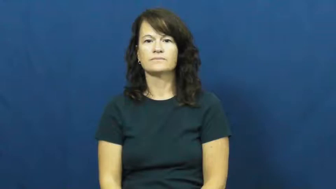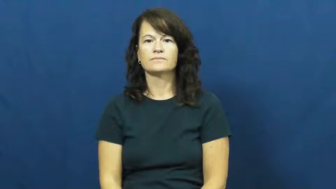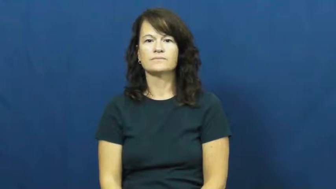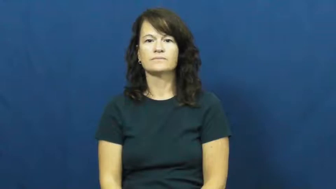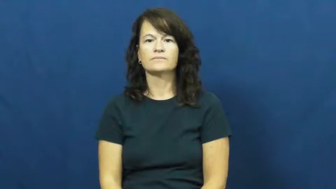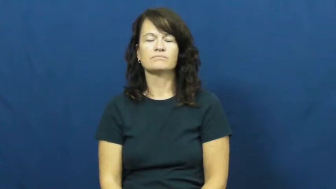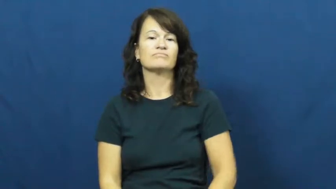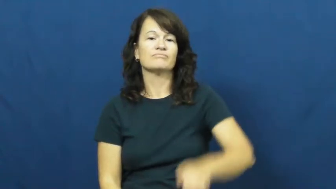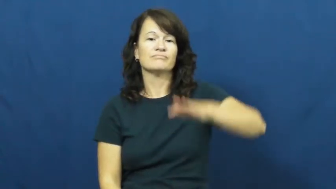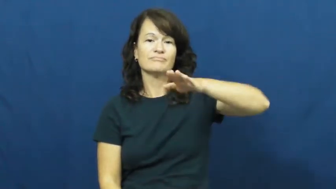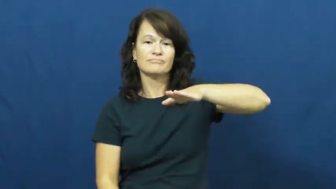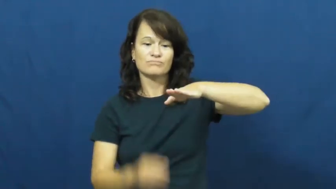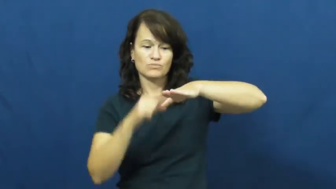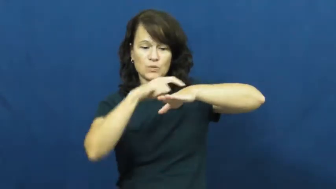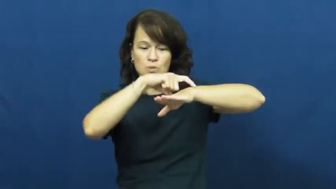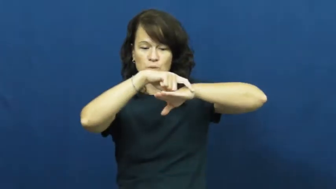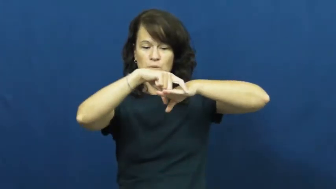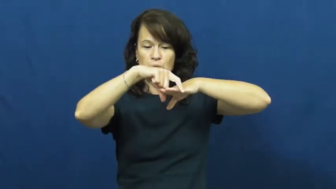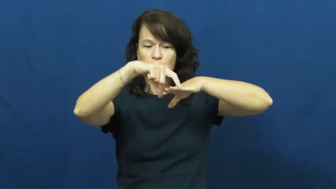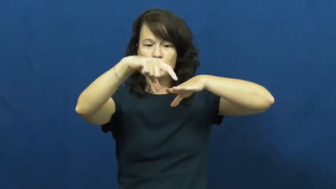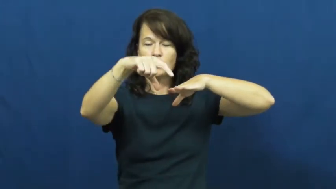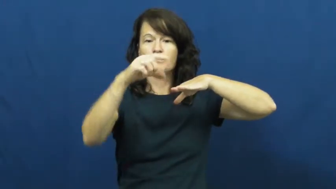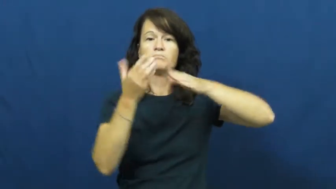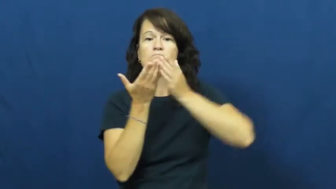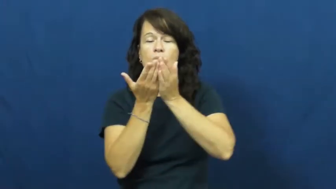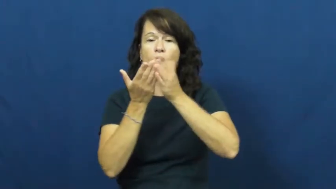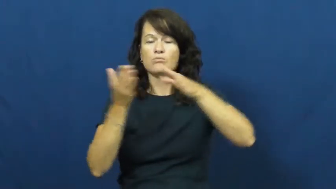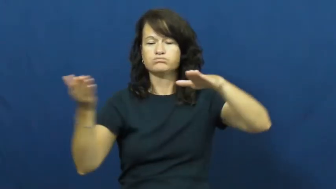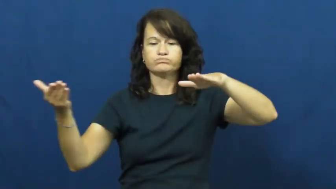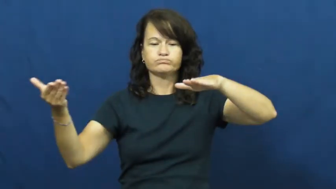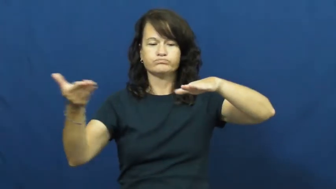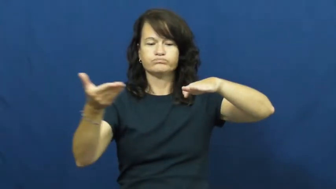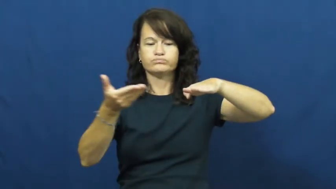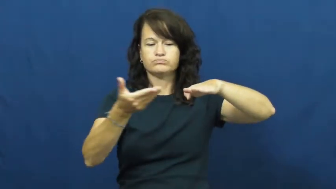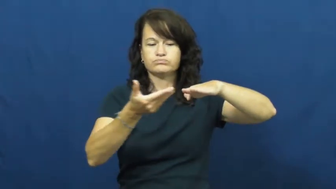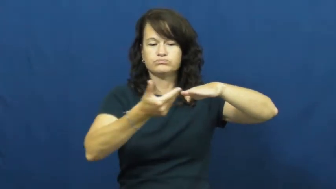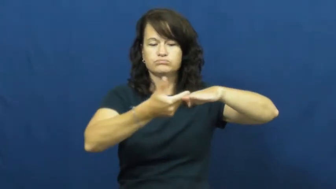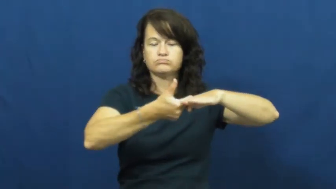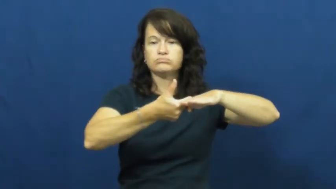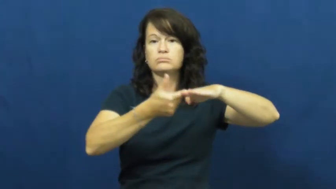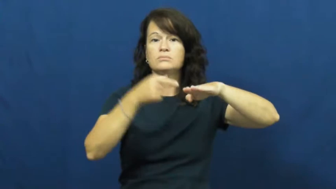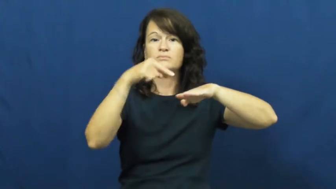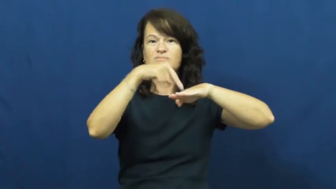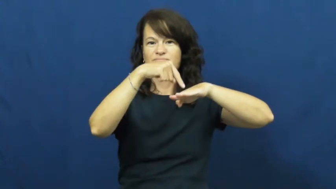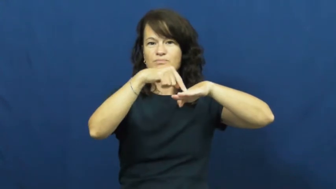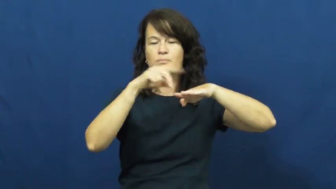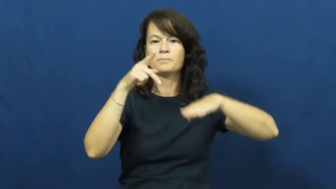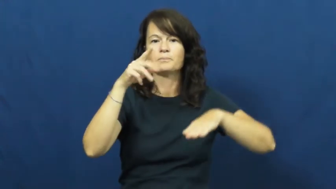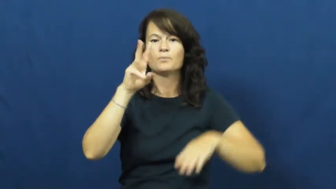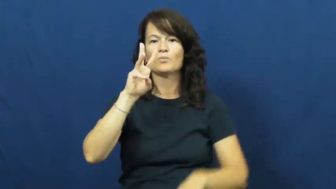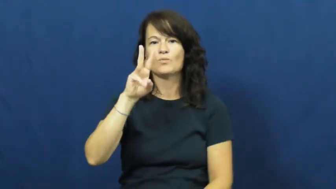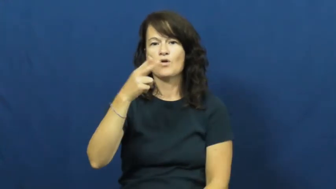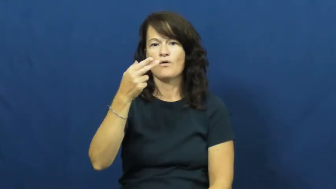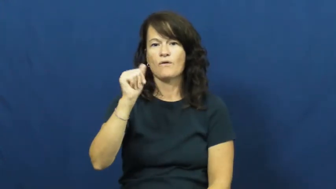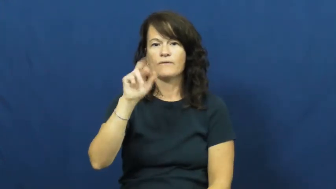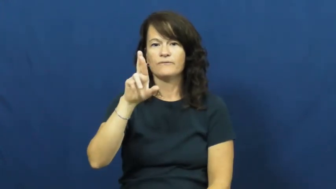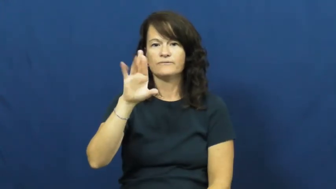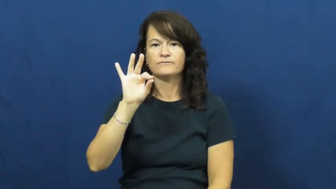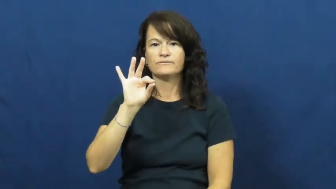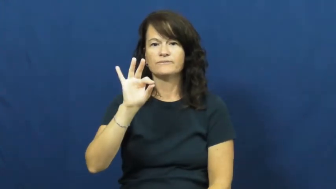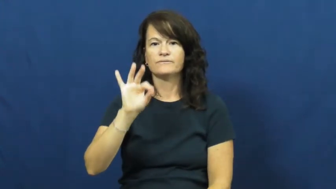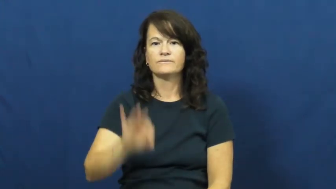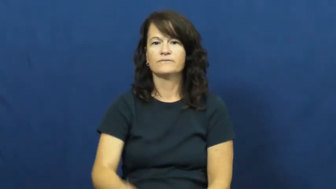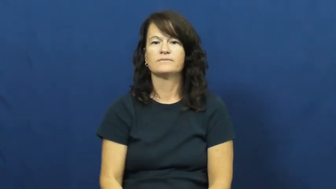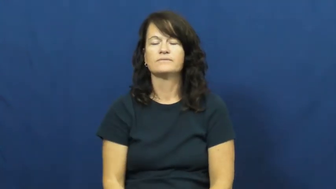wharf